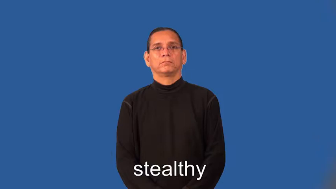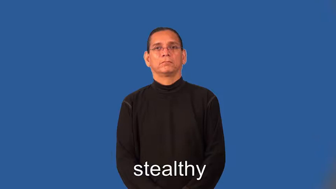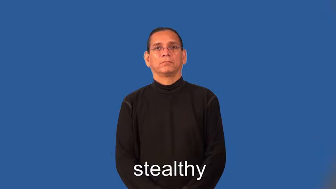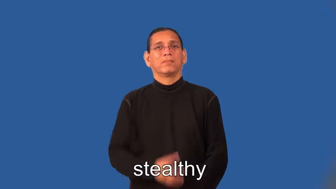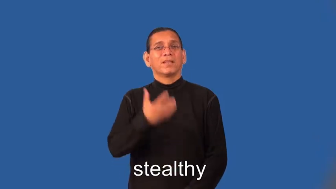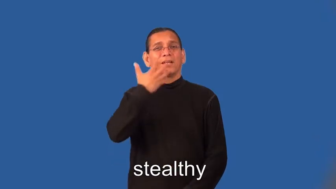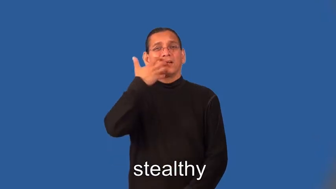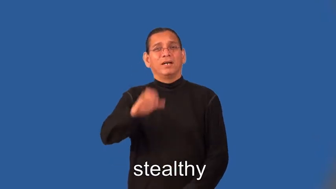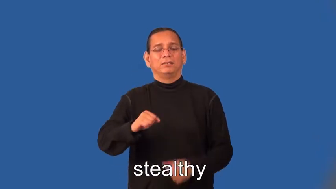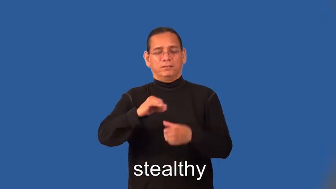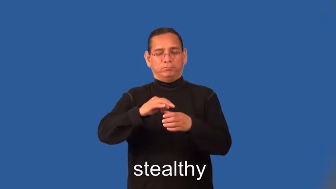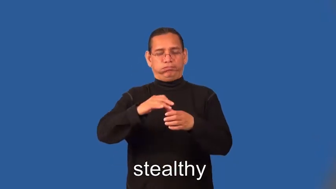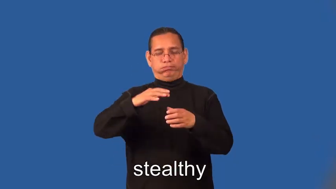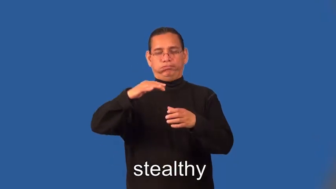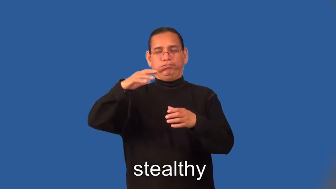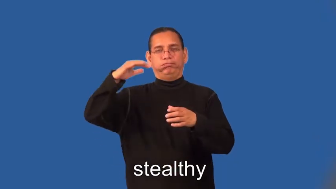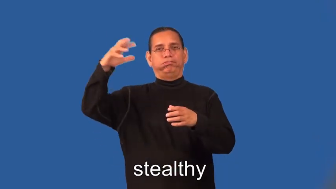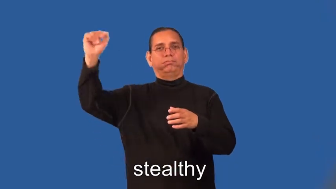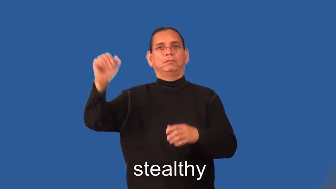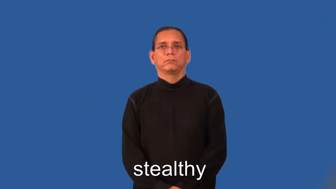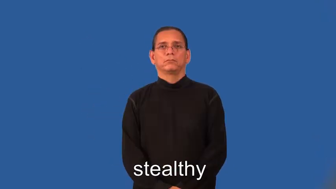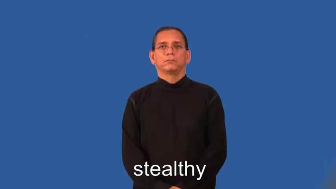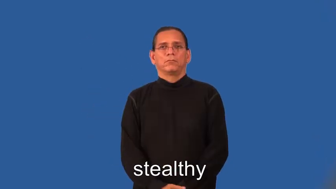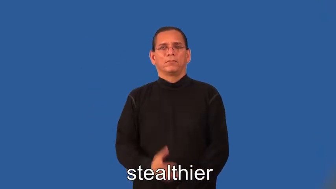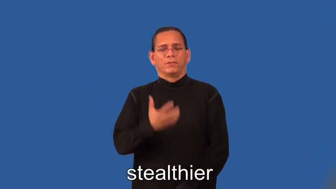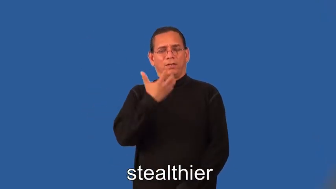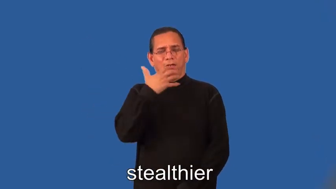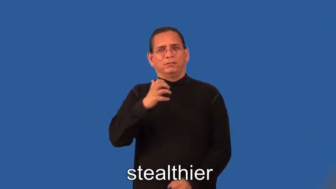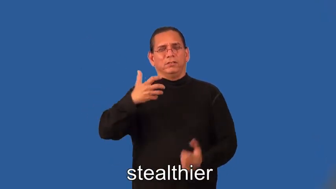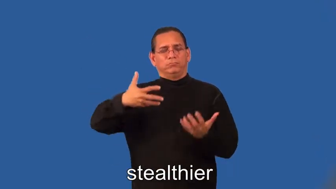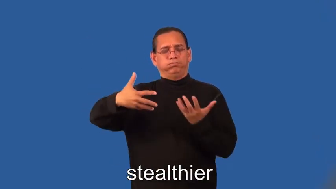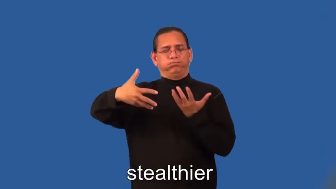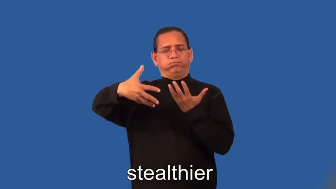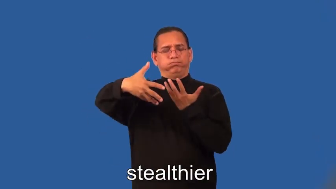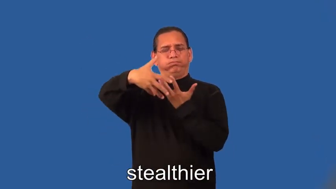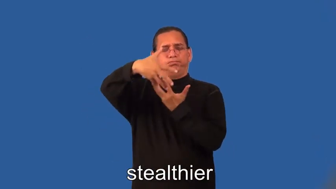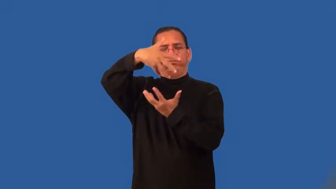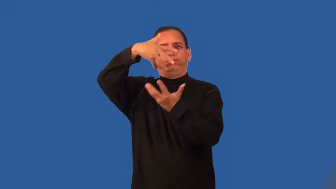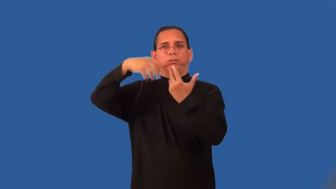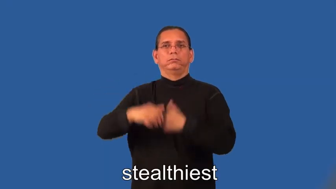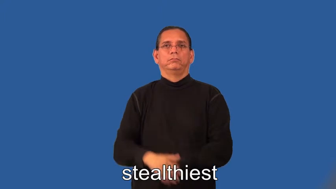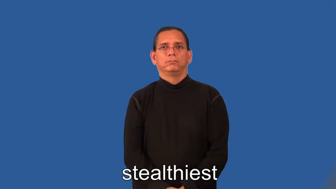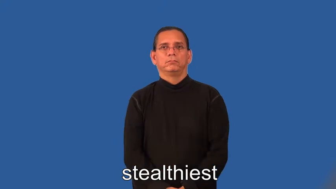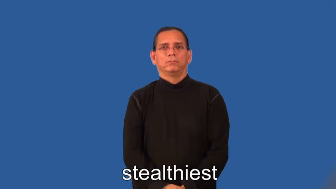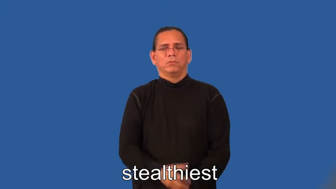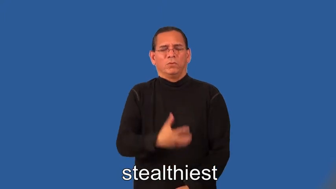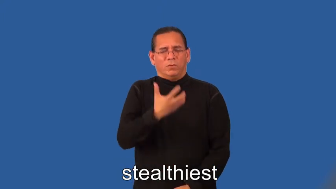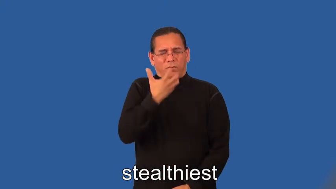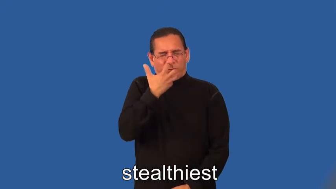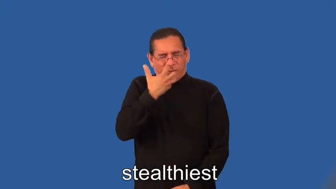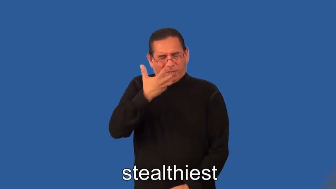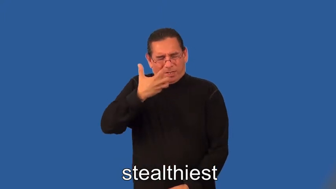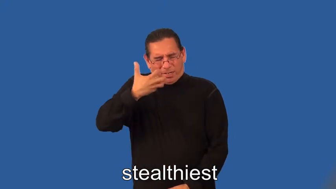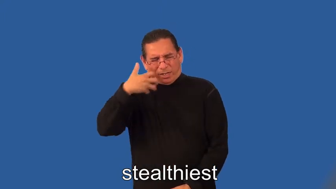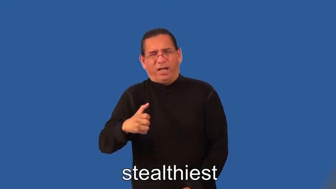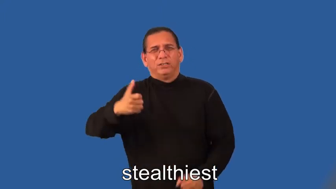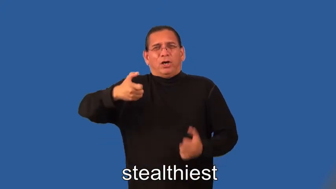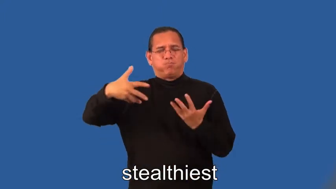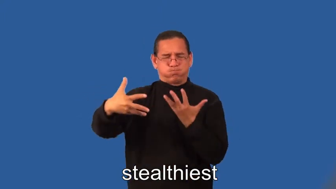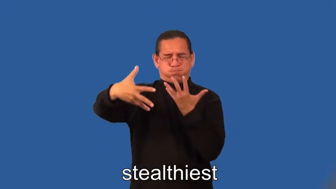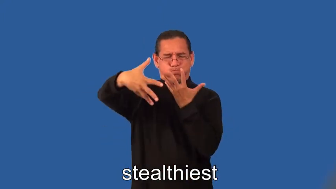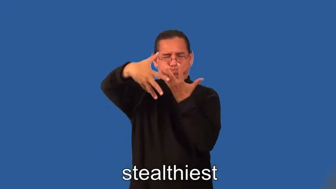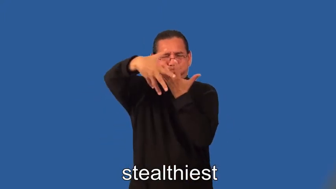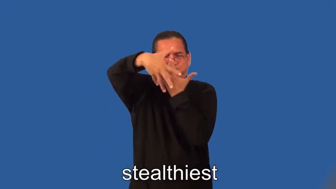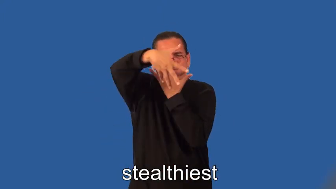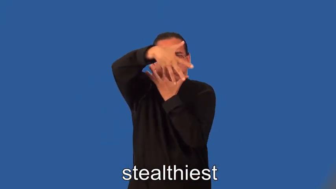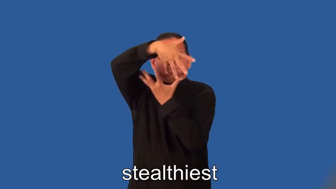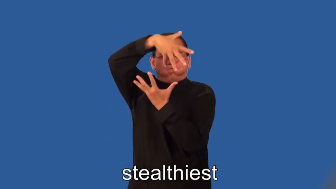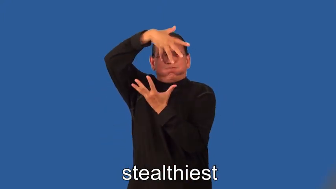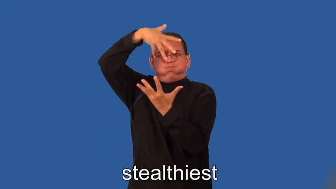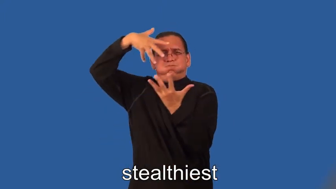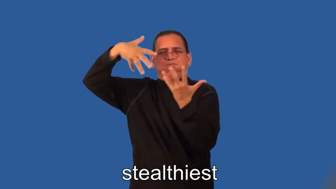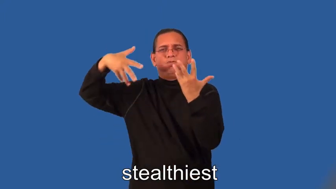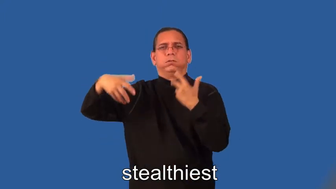steamier,steamiest-steam